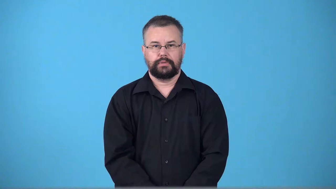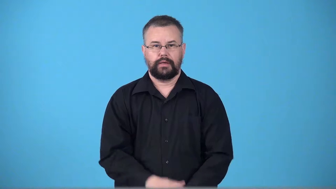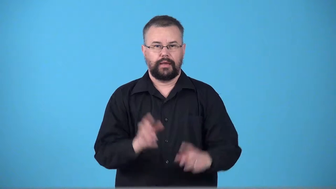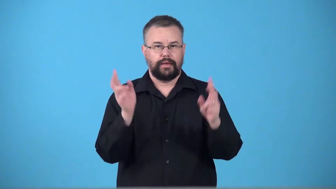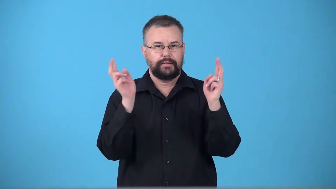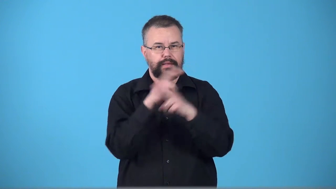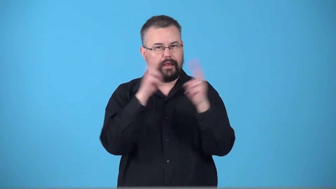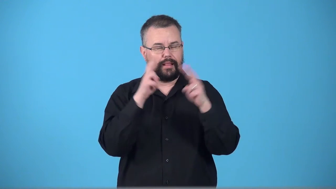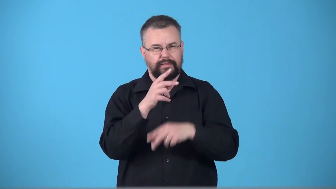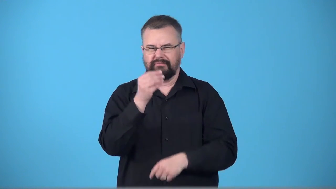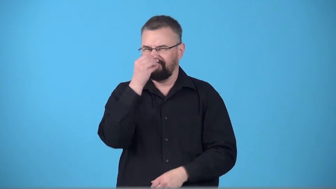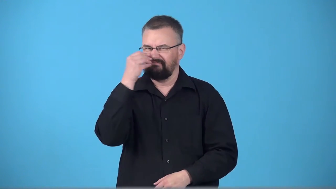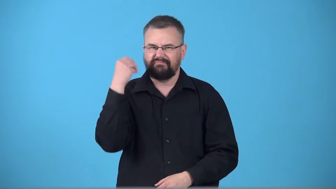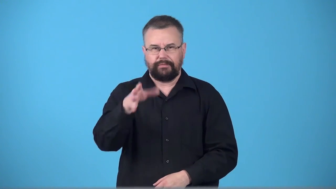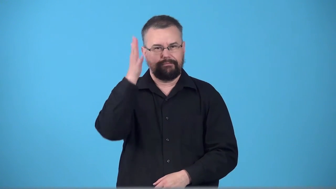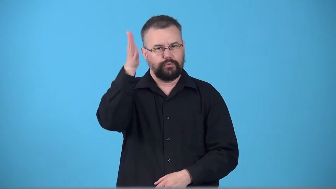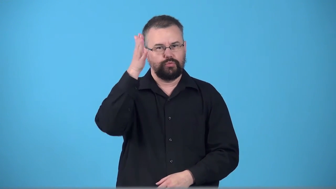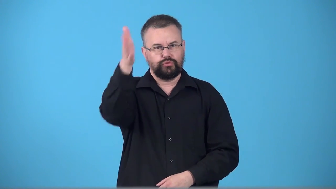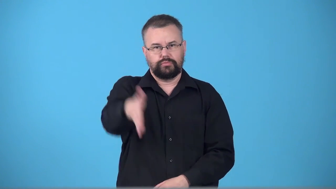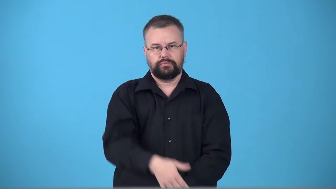thriftless-don't care about future